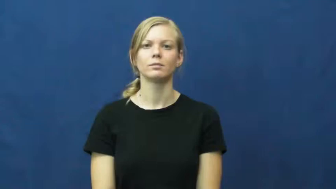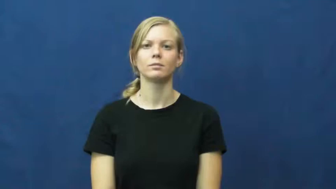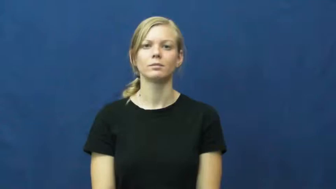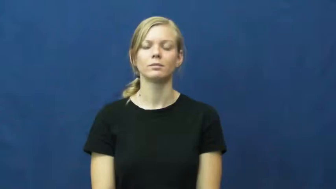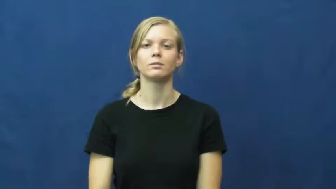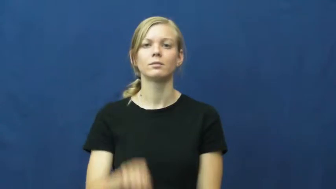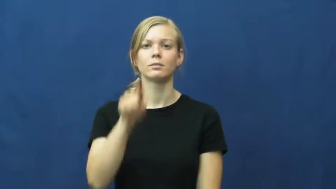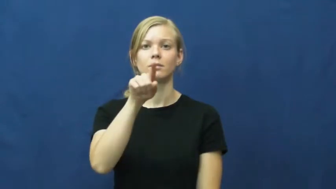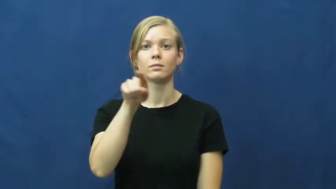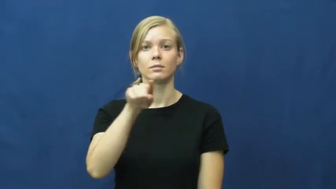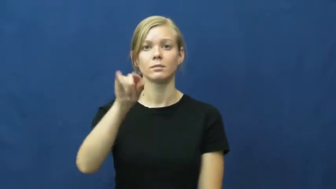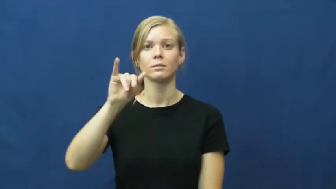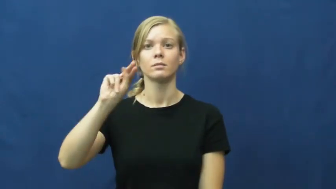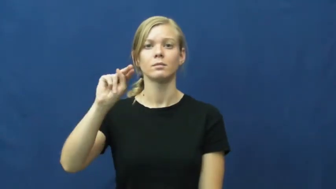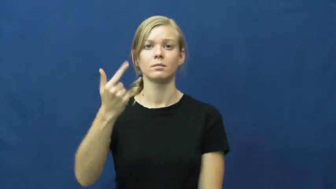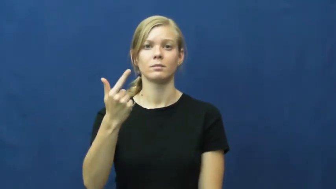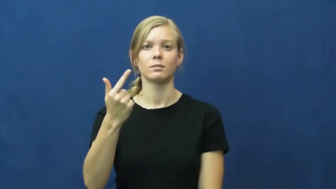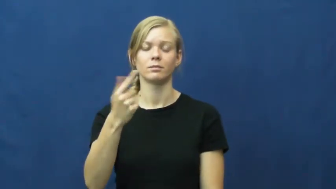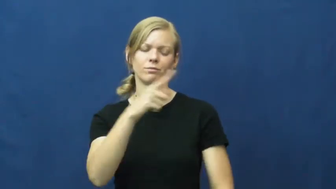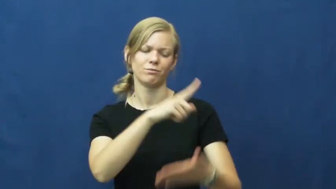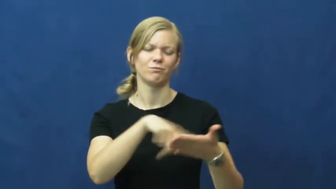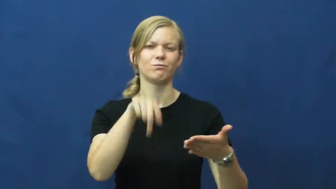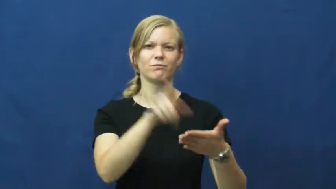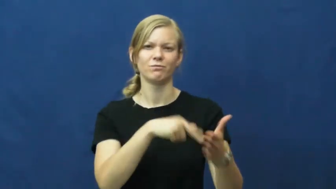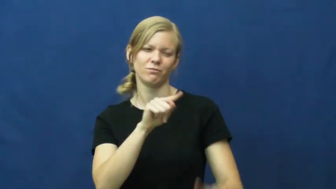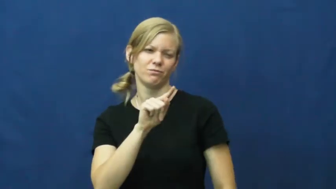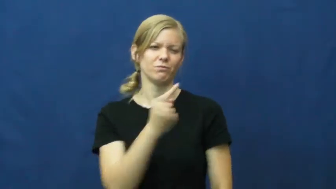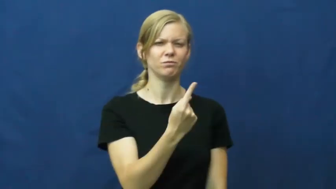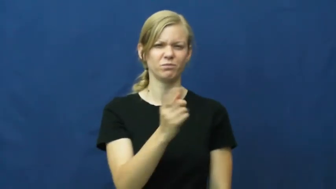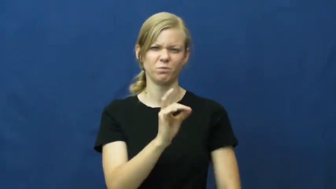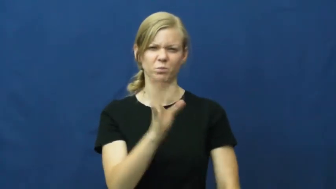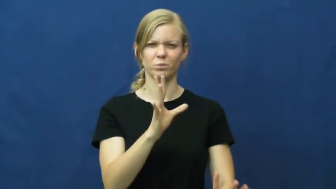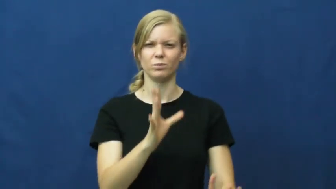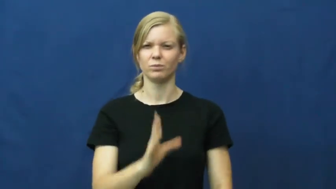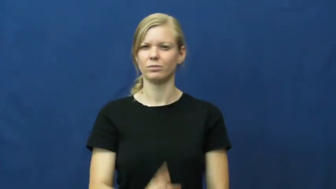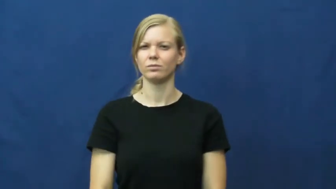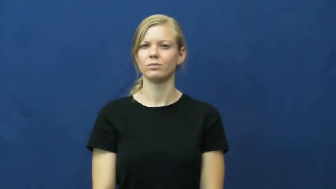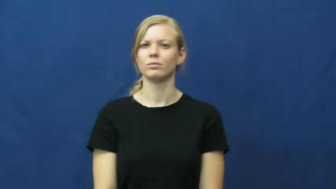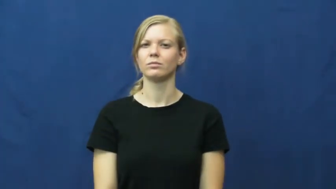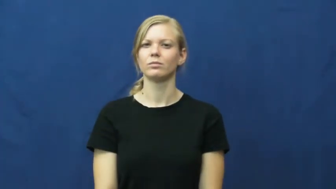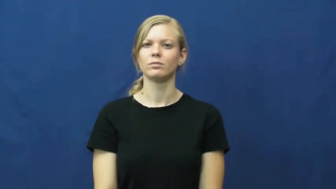zing-severe insult